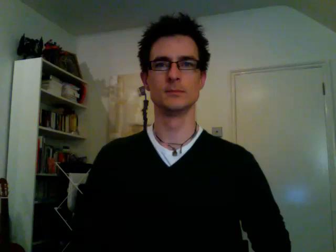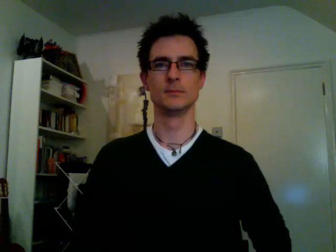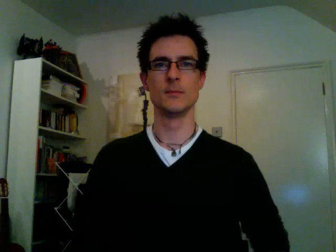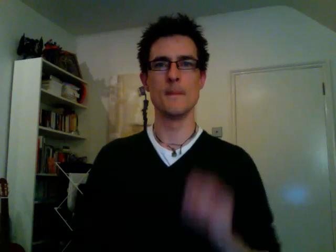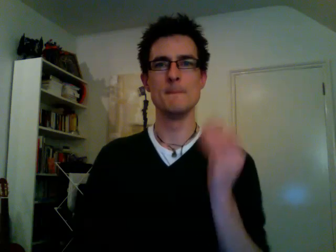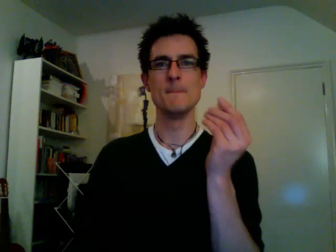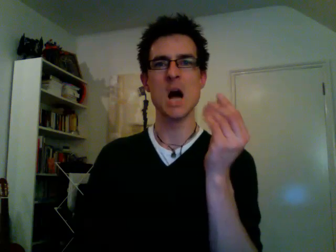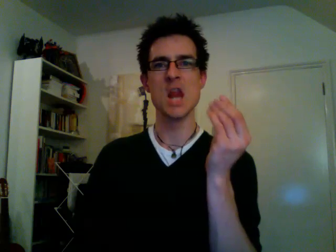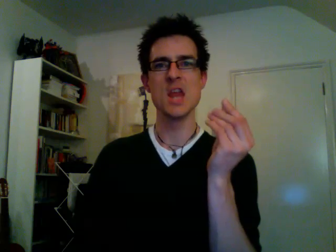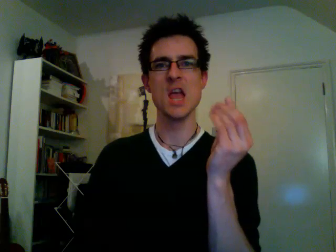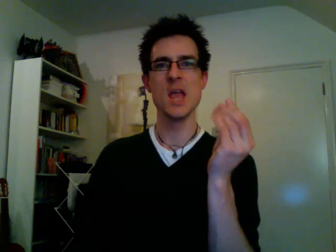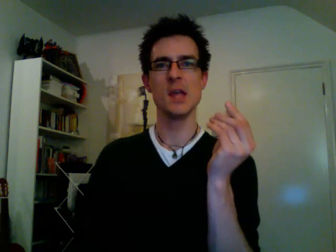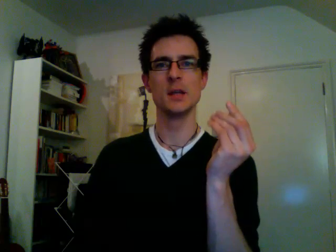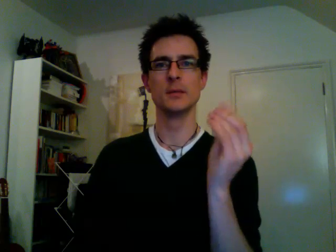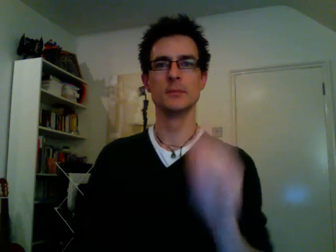money